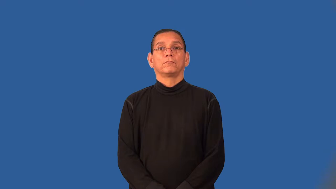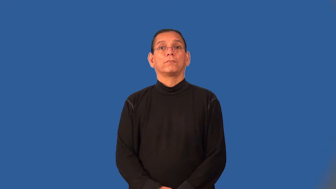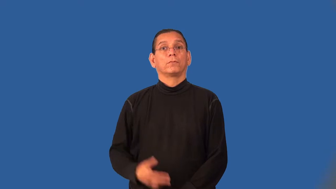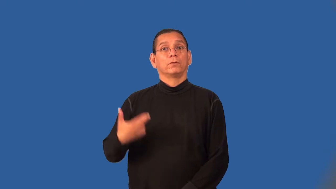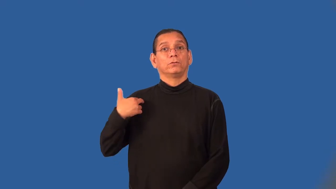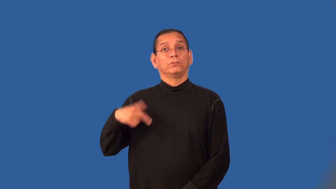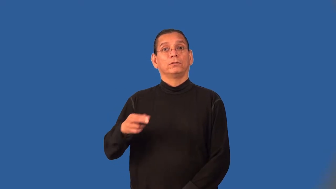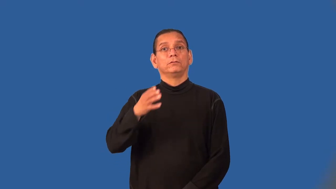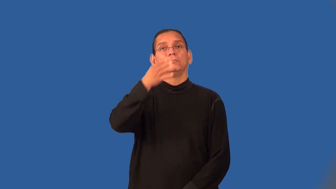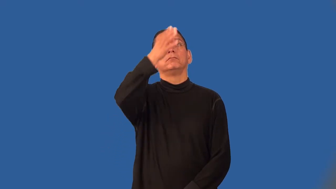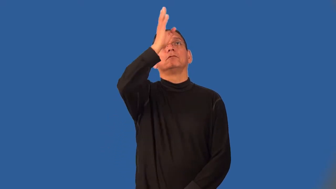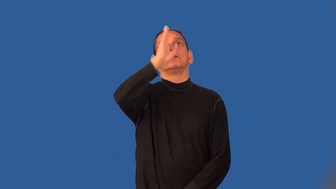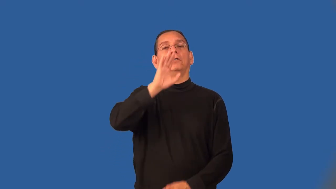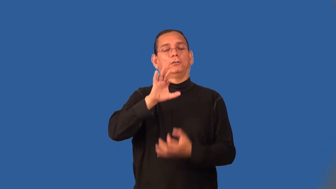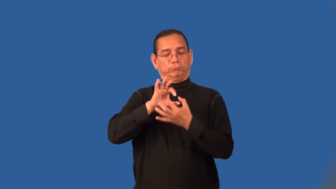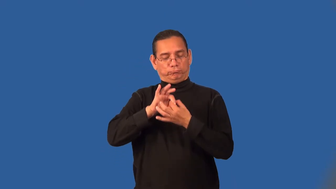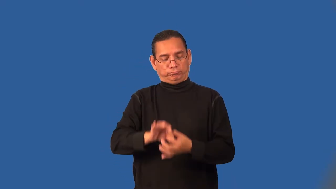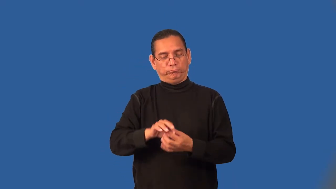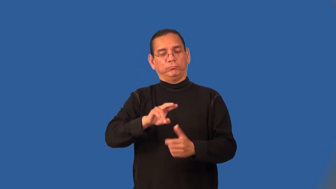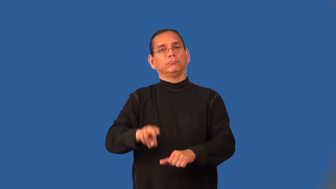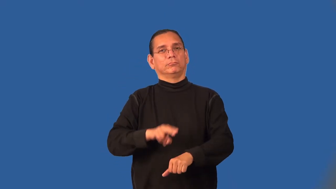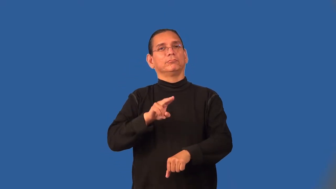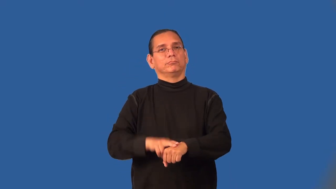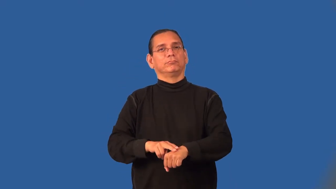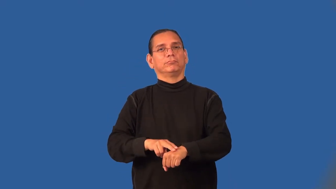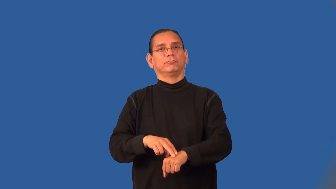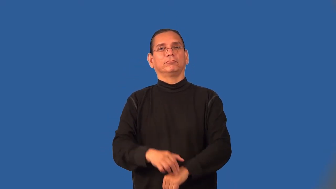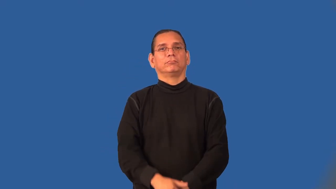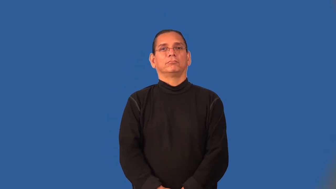pagan